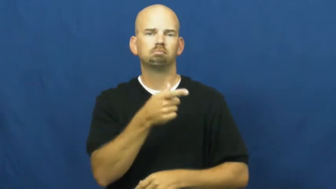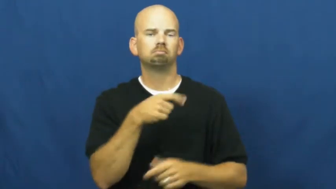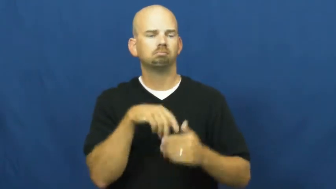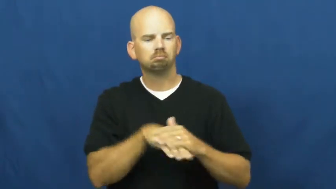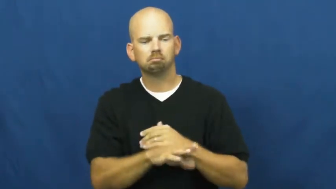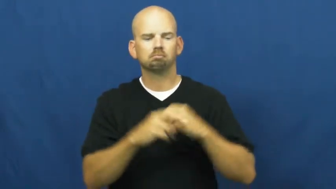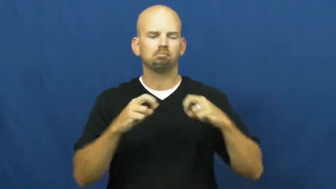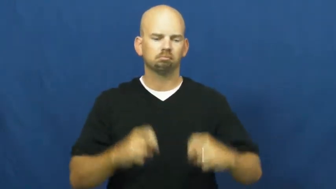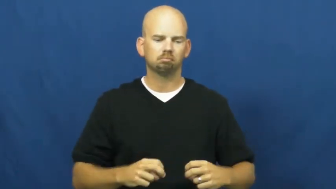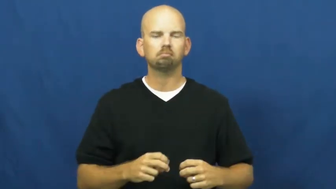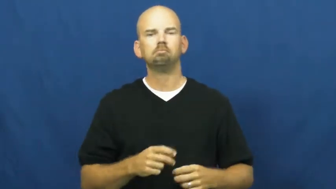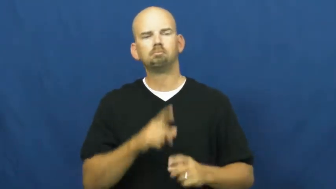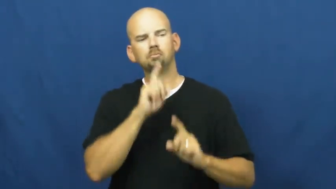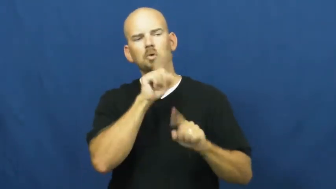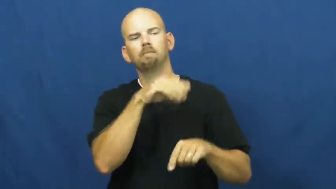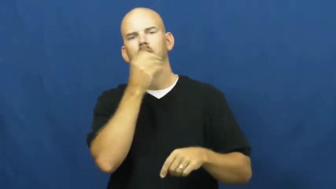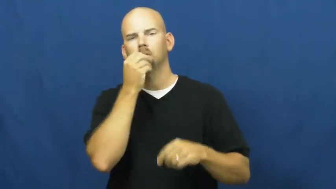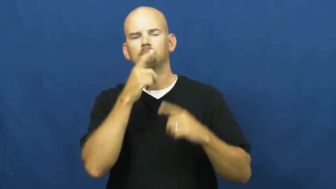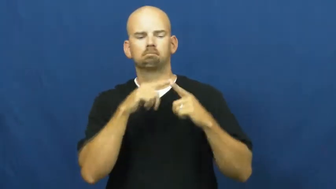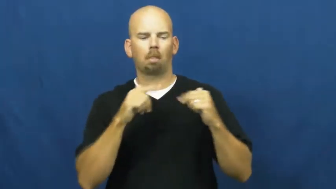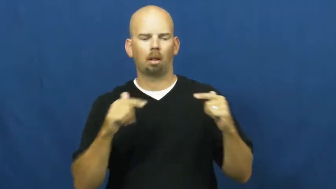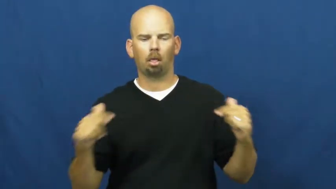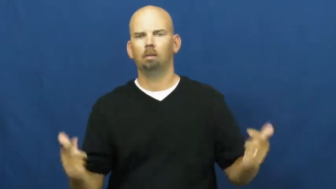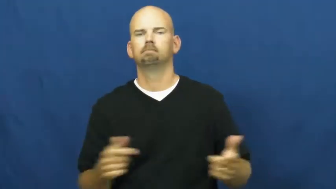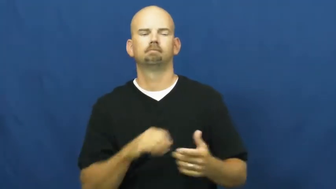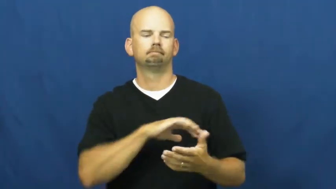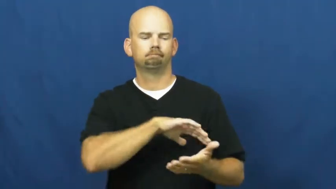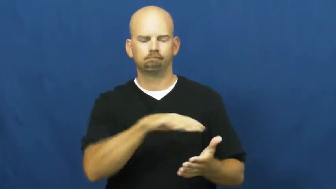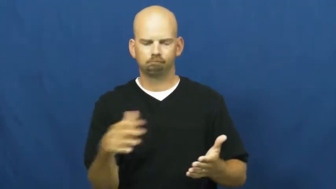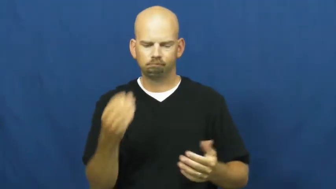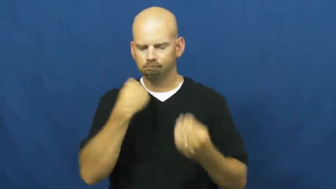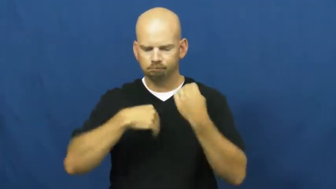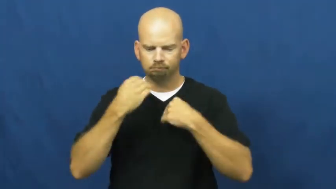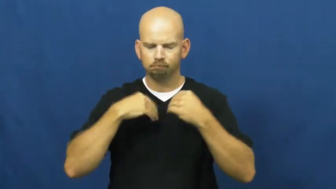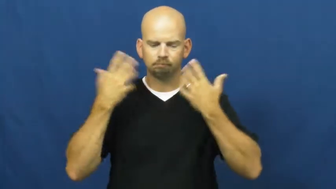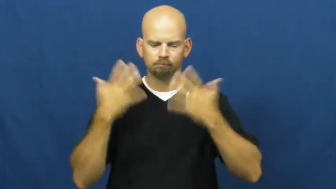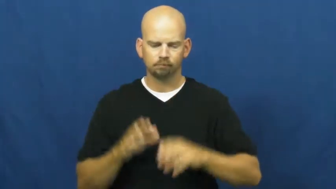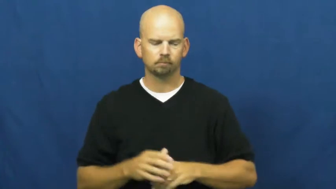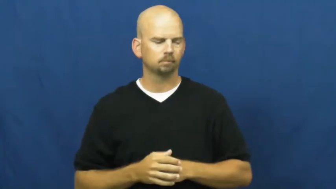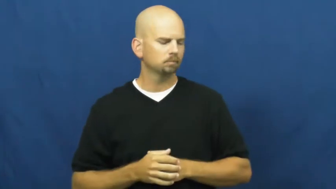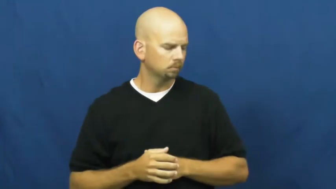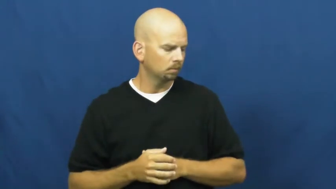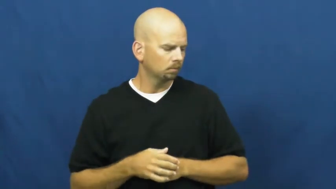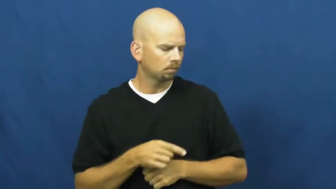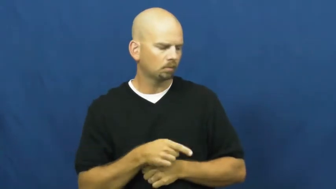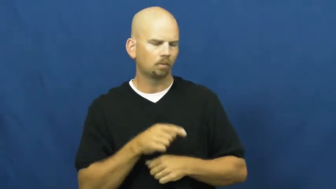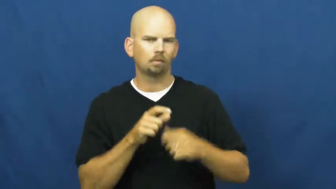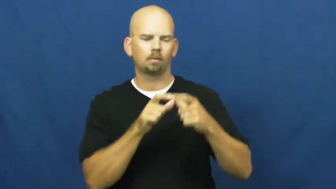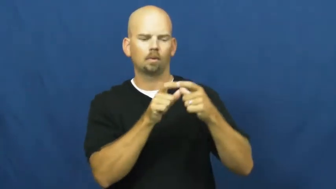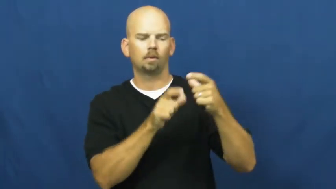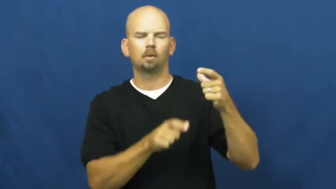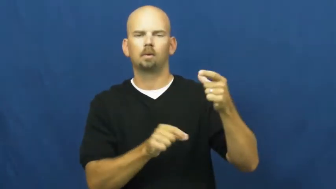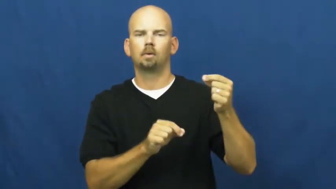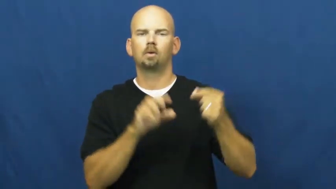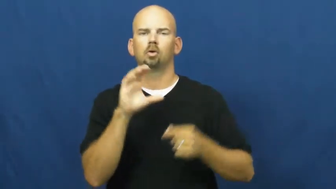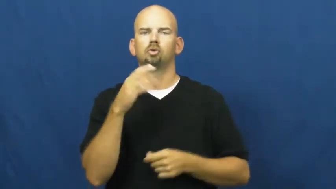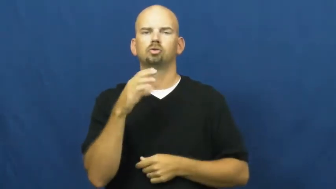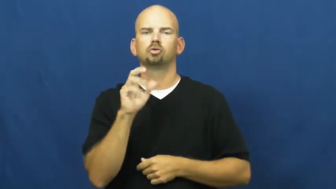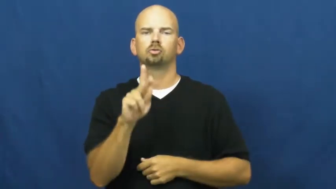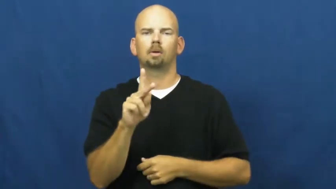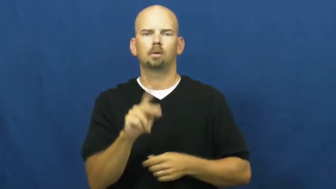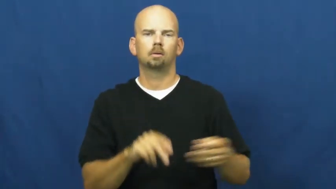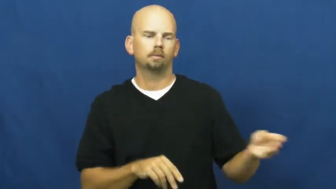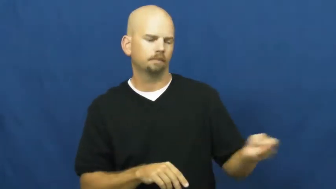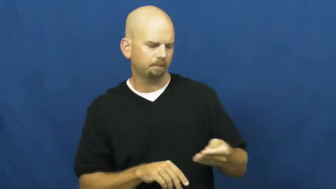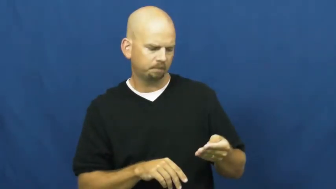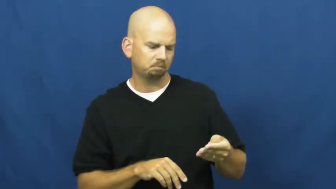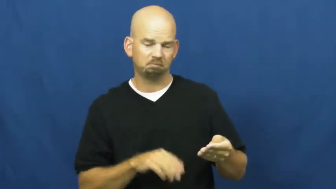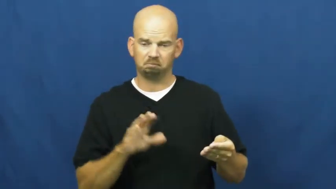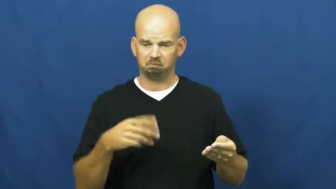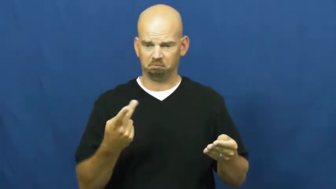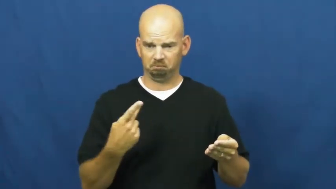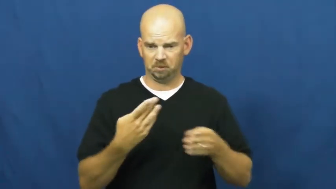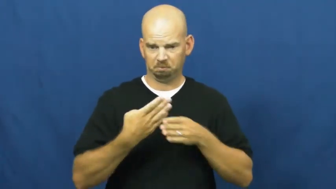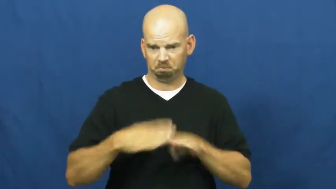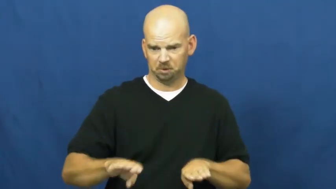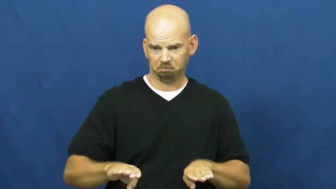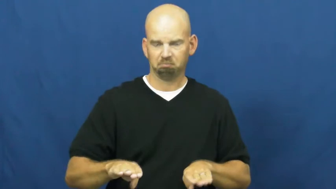split-check